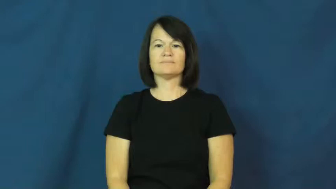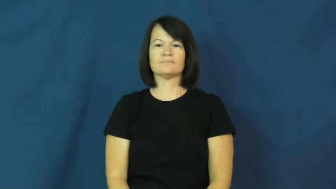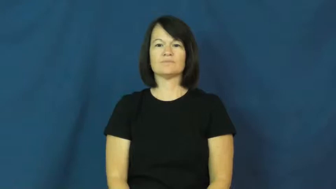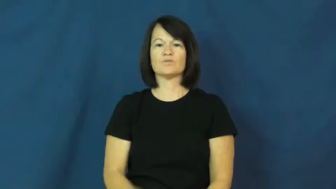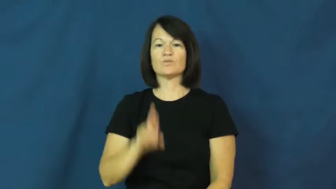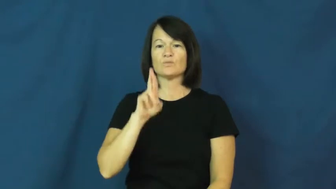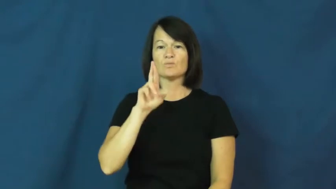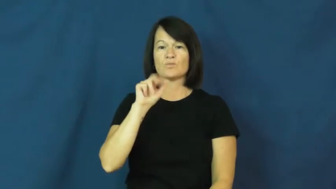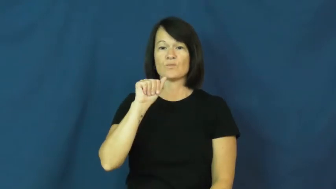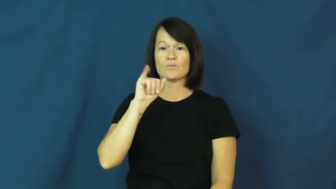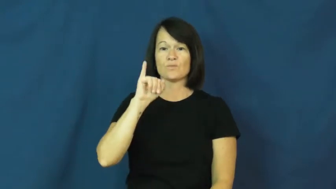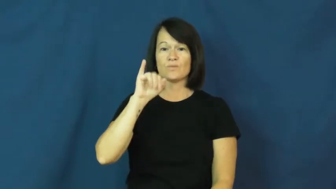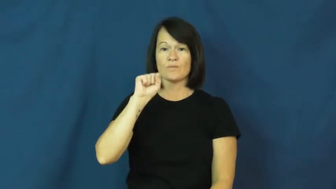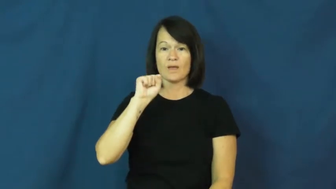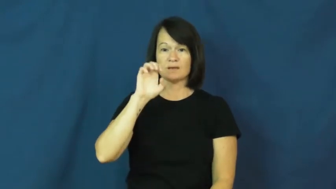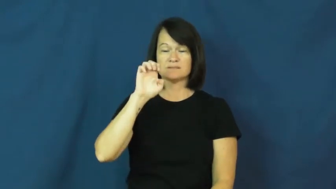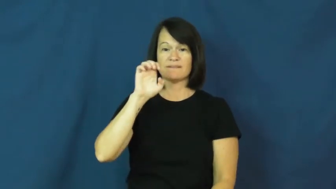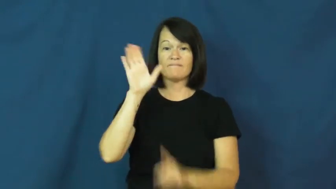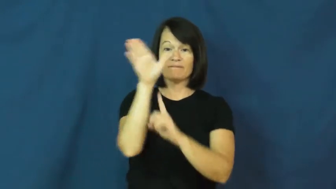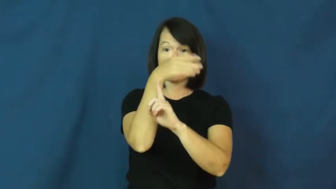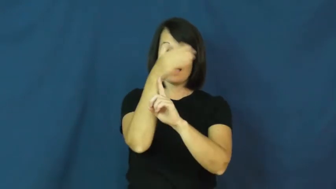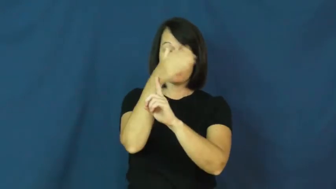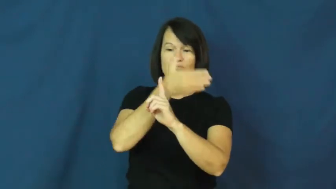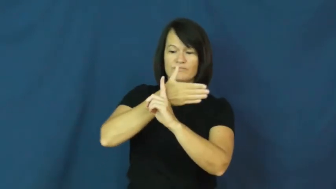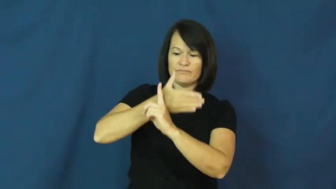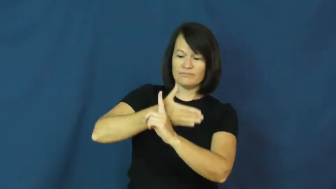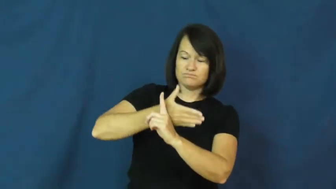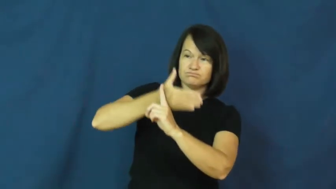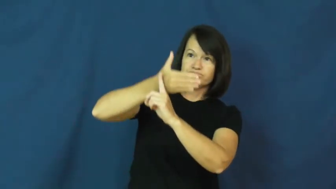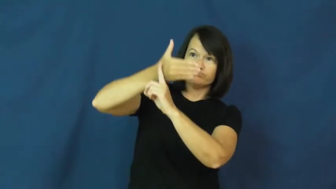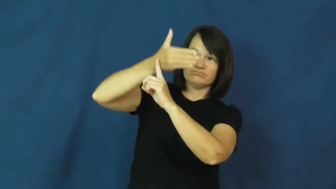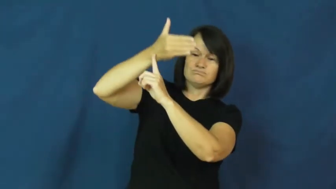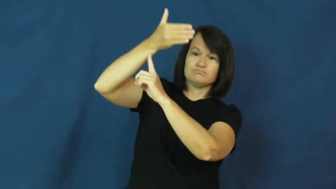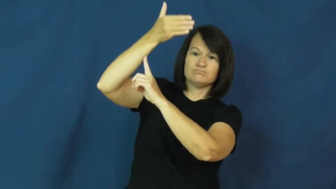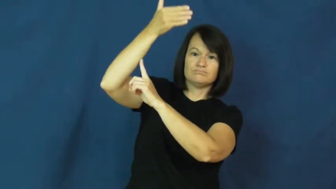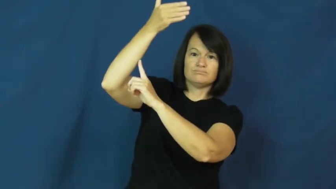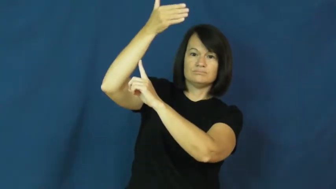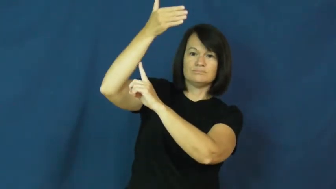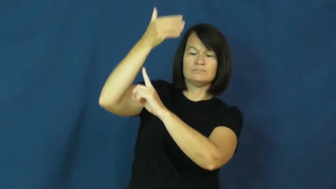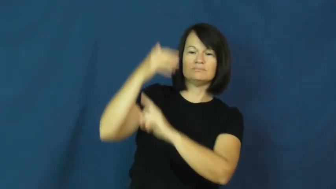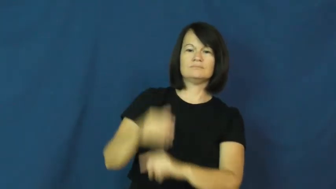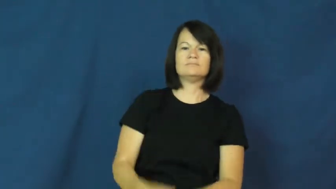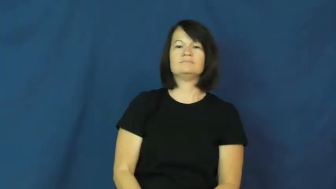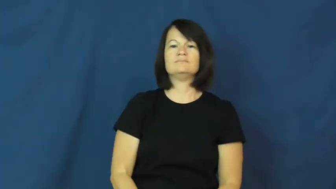raise,raise up,run up-flag